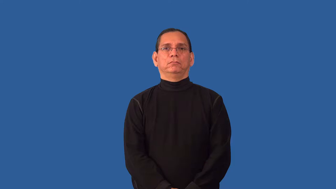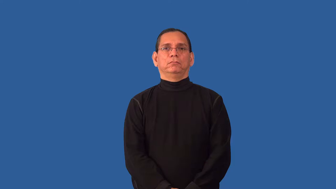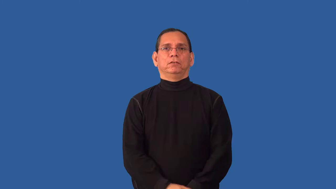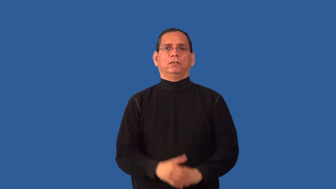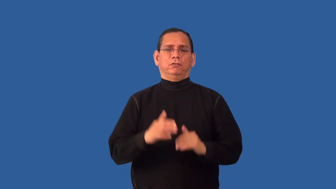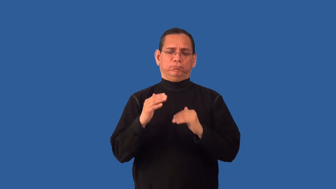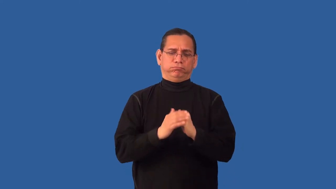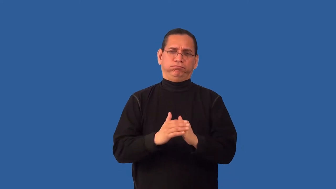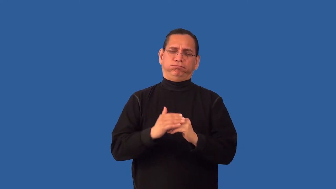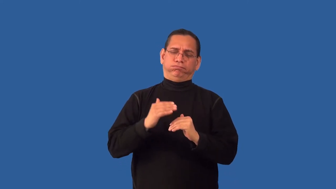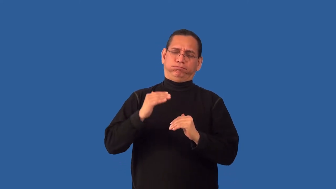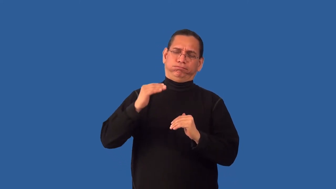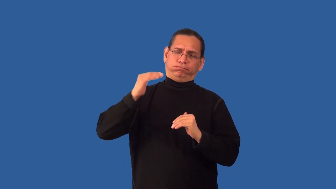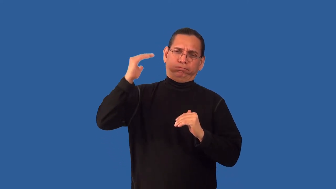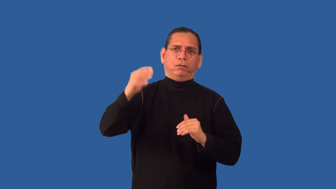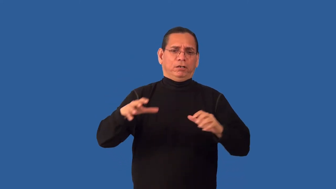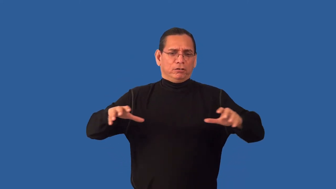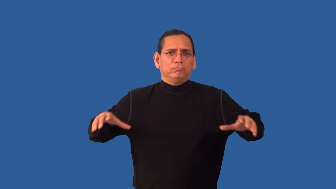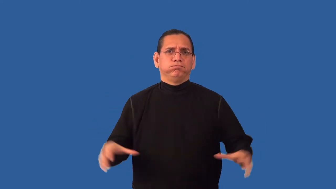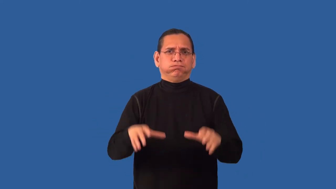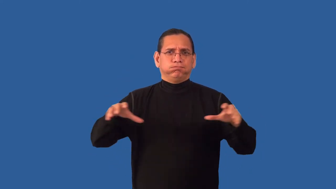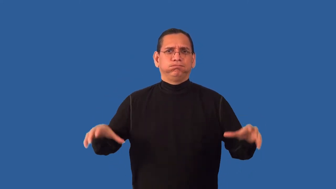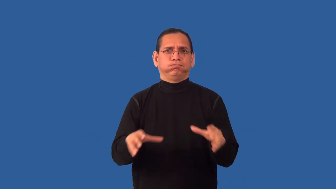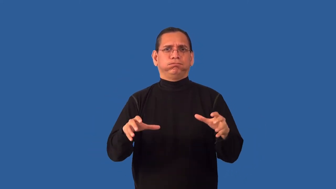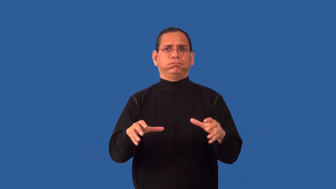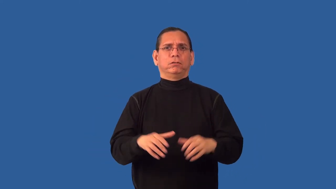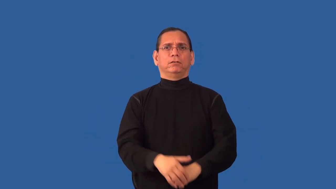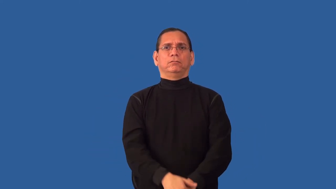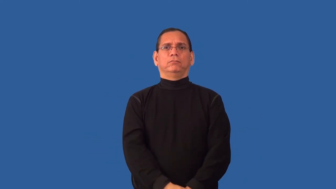overactive,overdo